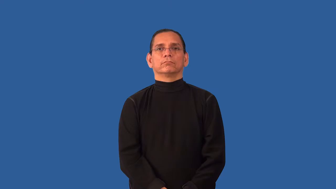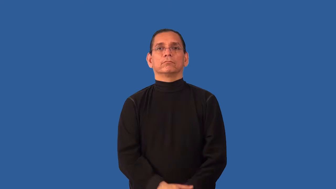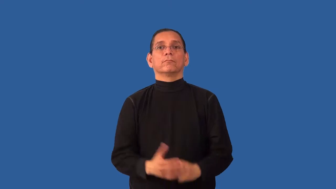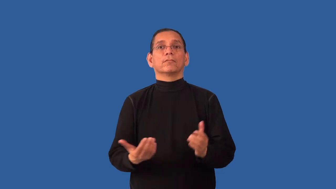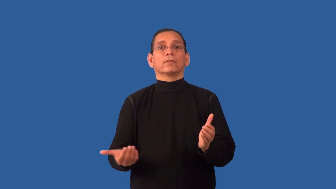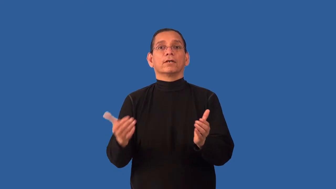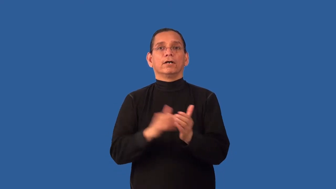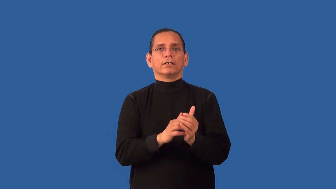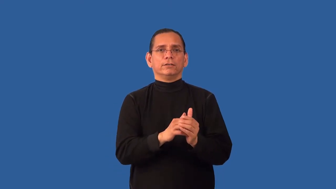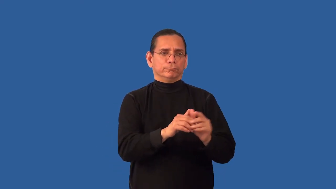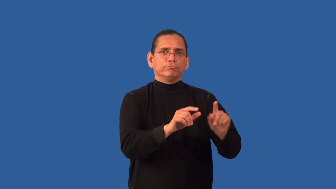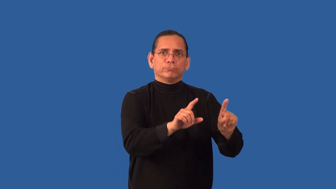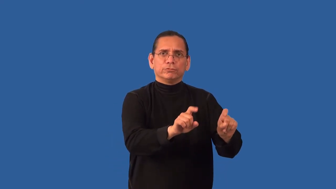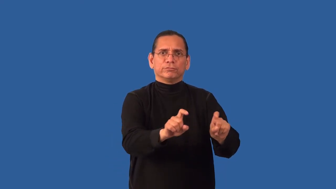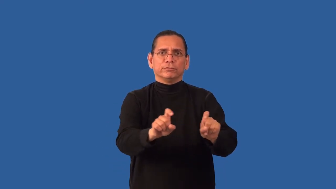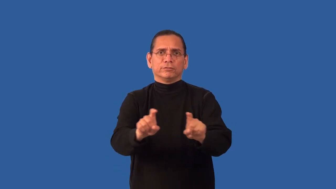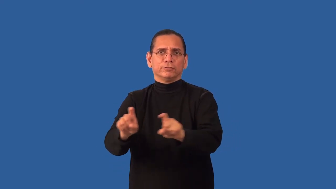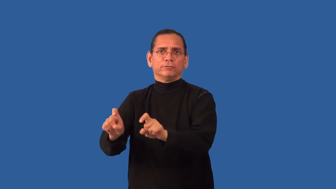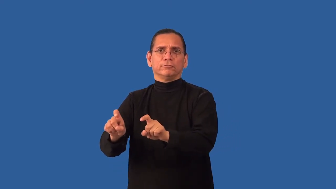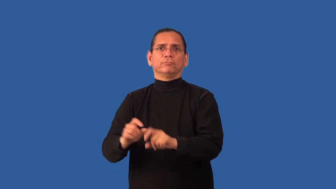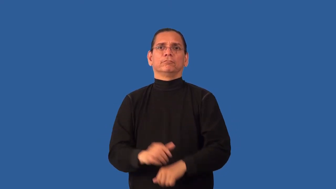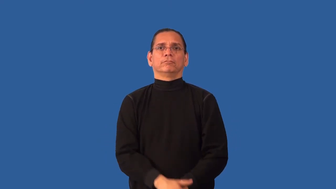resurvey